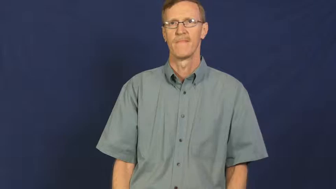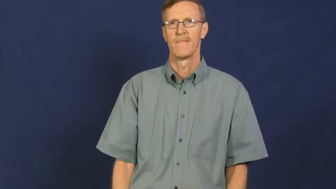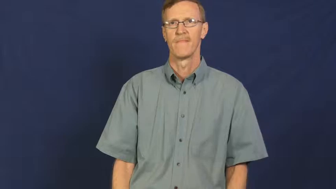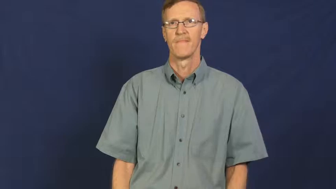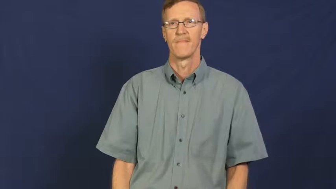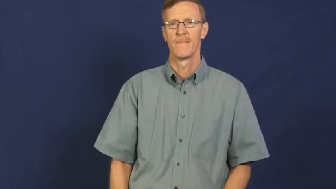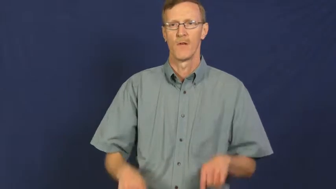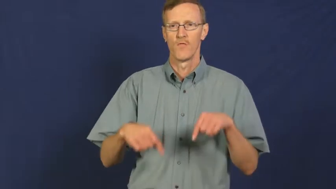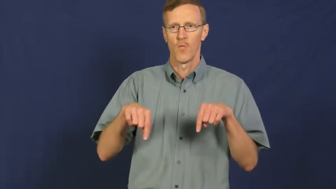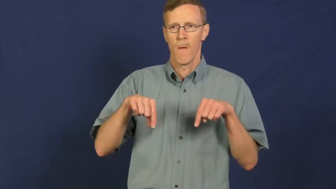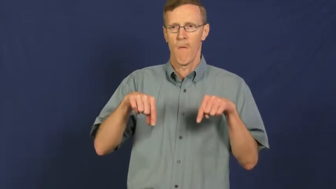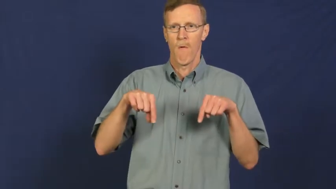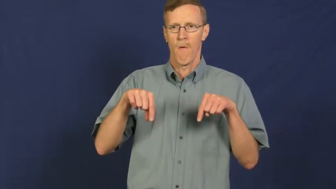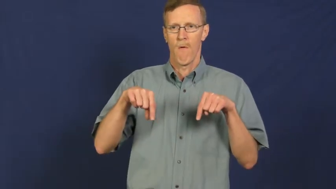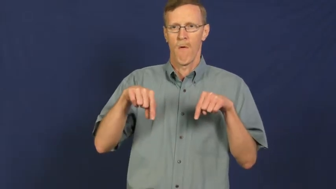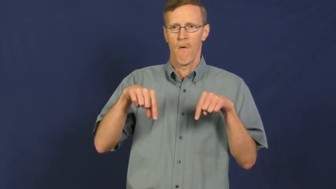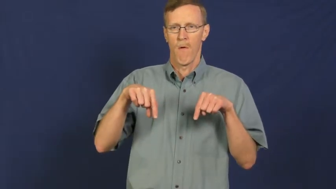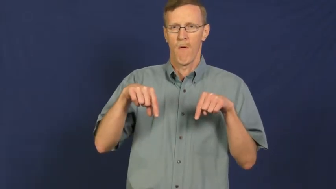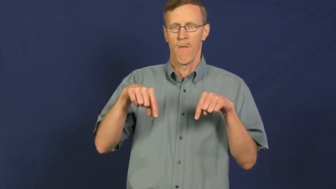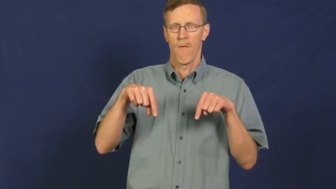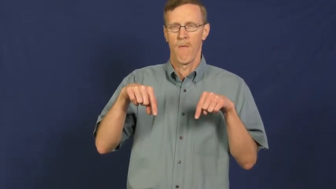tremble,quiver,tremulous,quake,shimmy